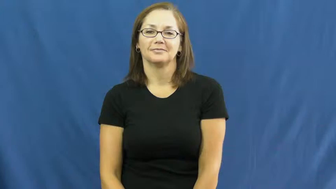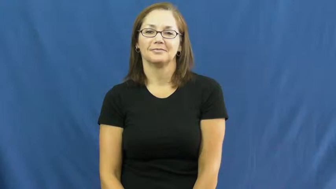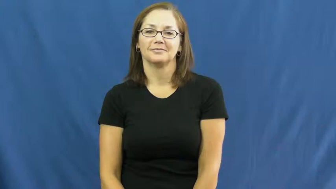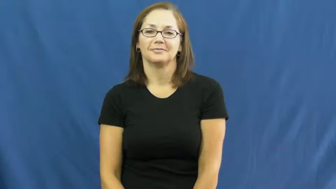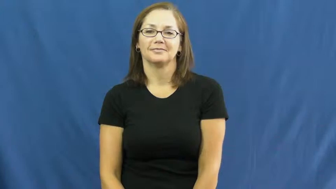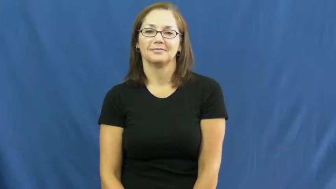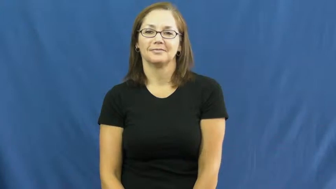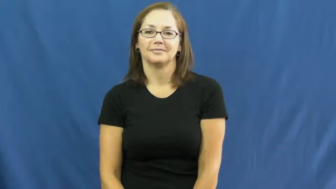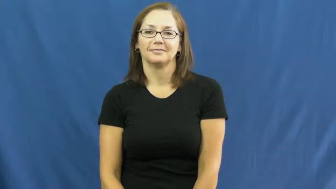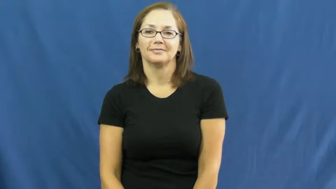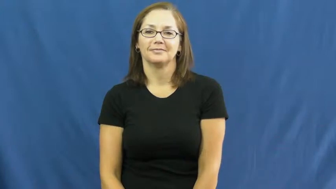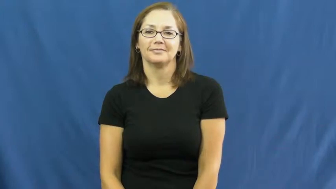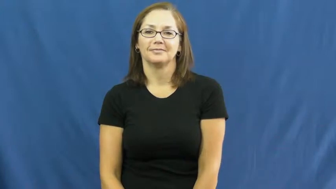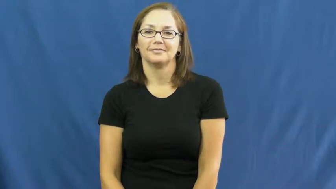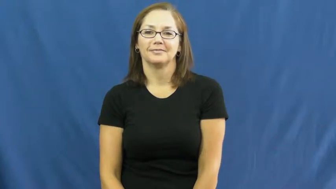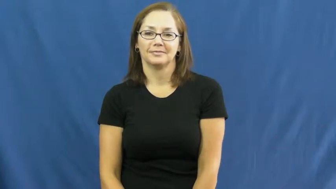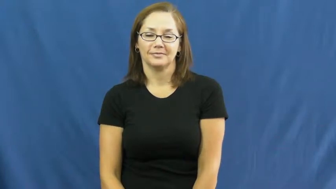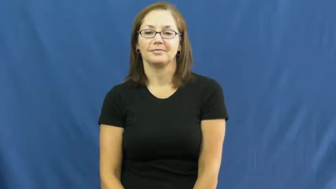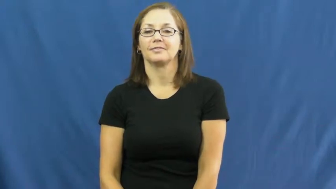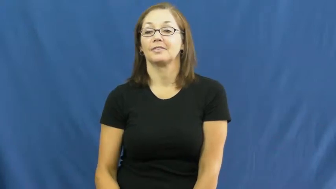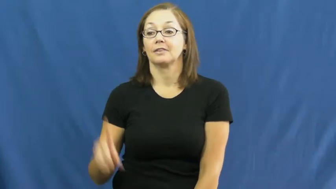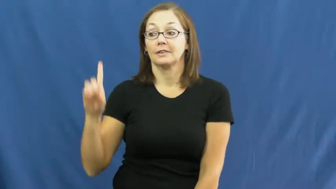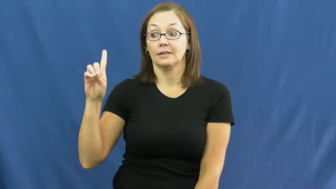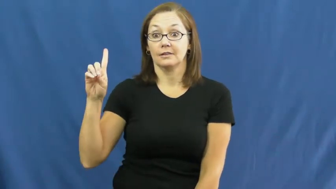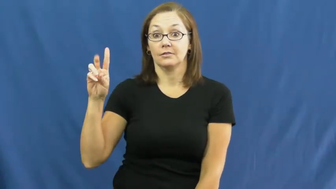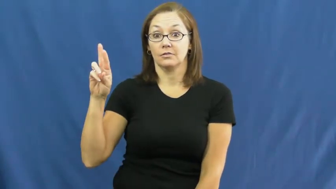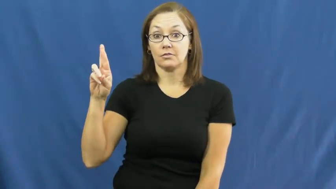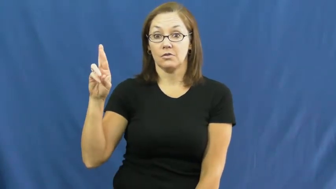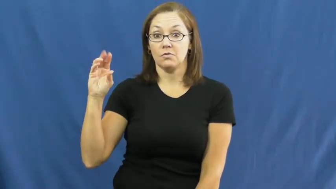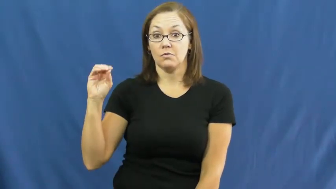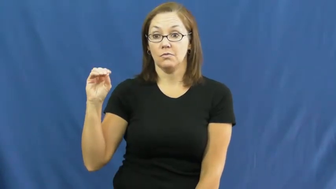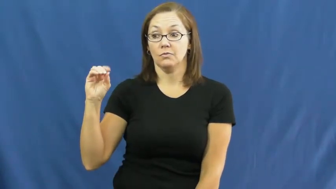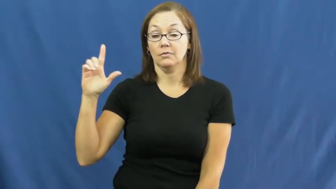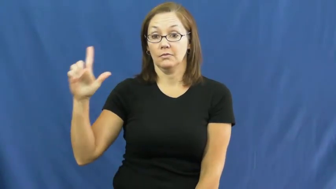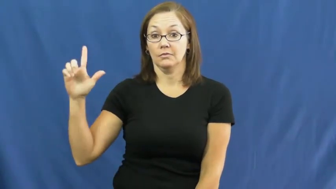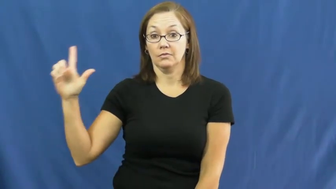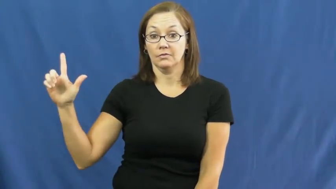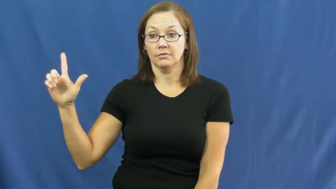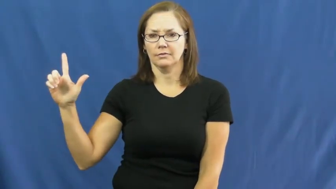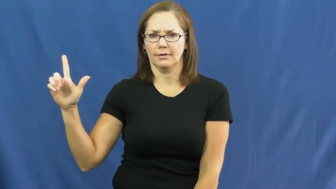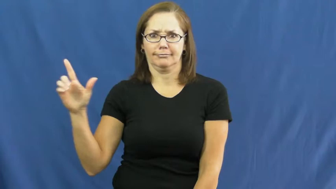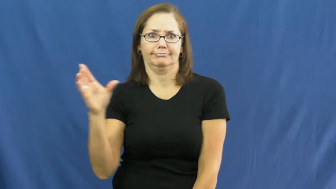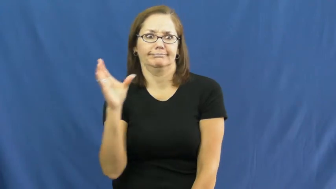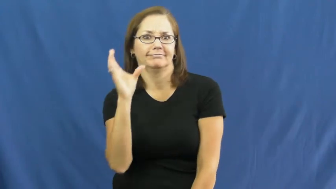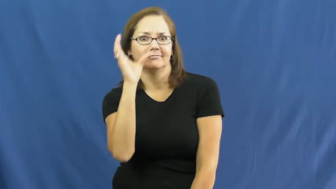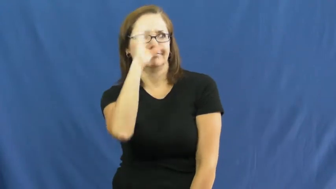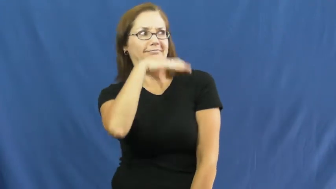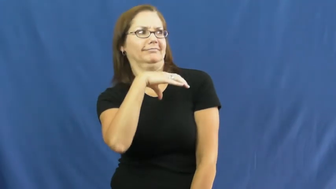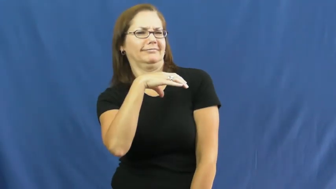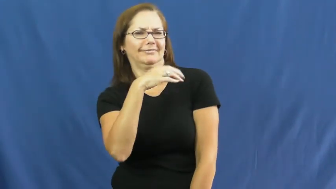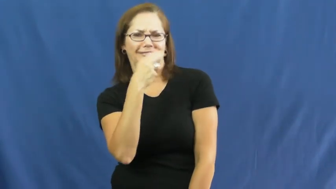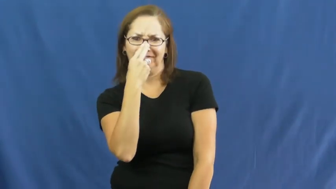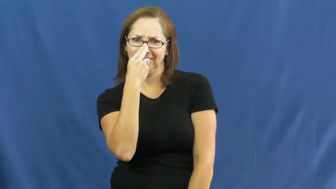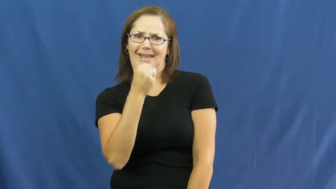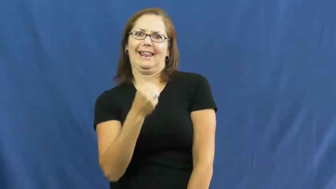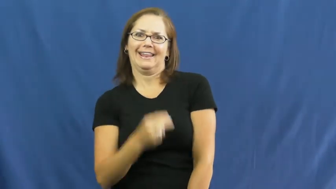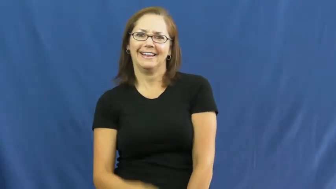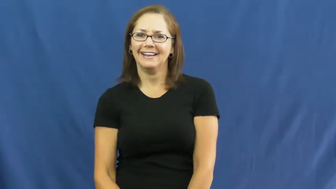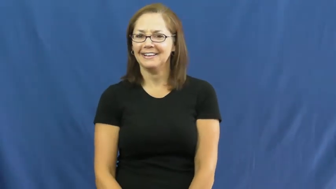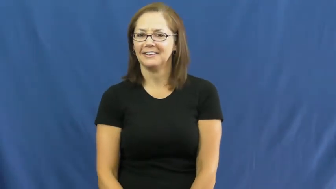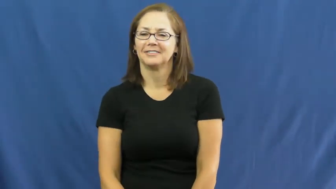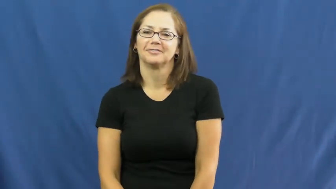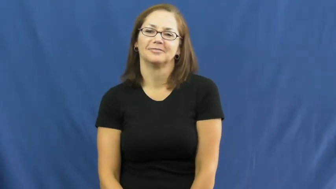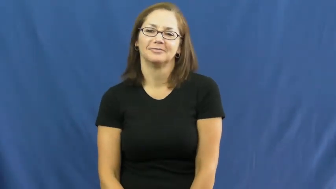droll